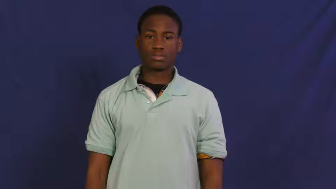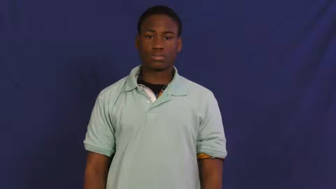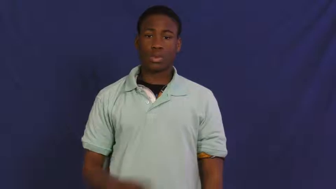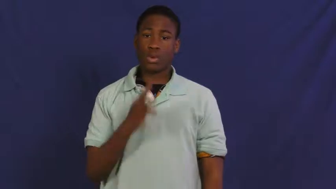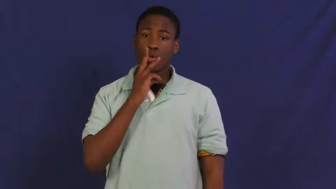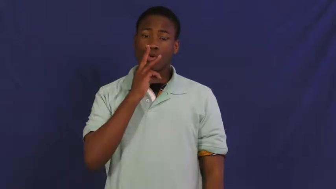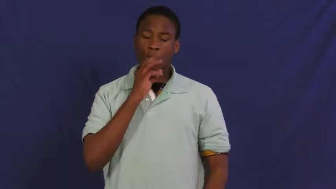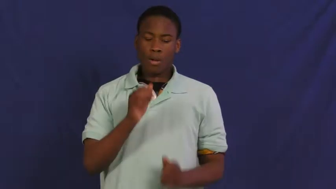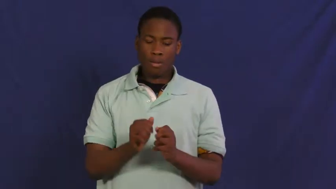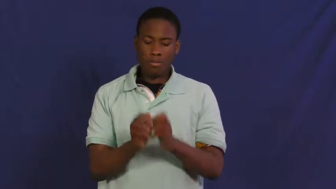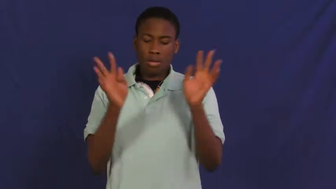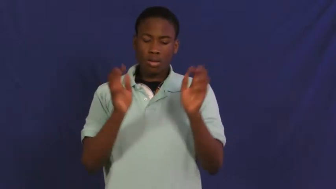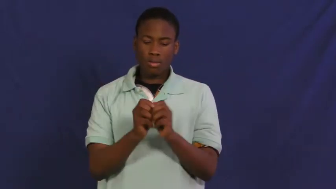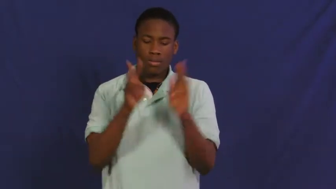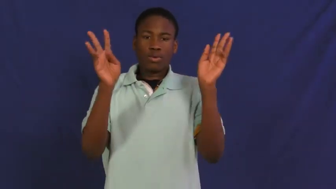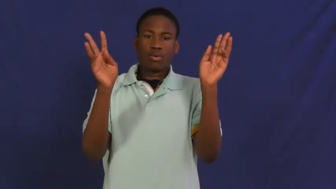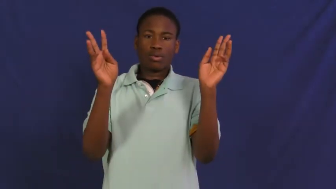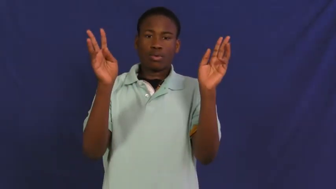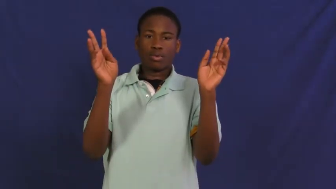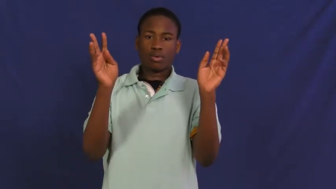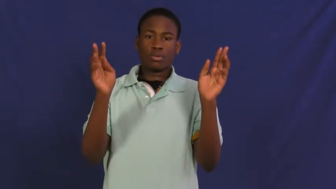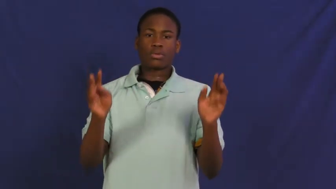fountain